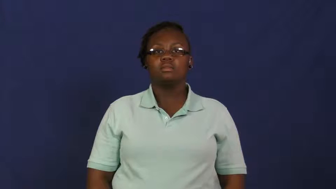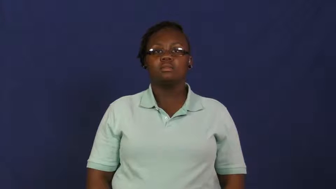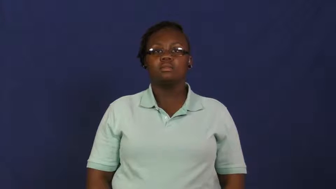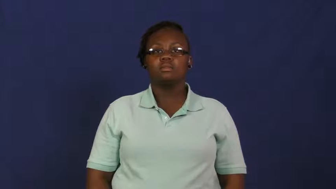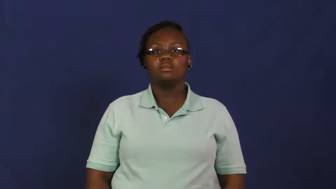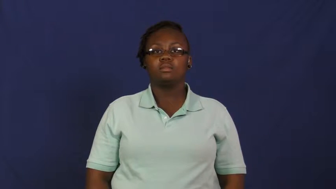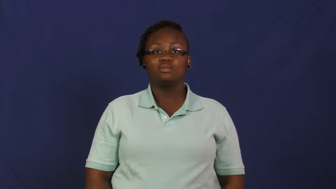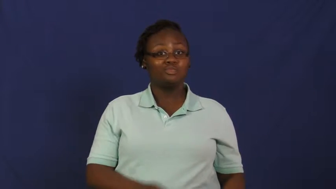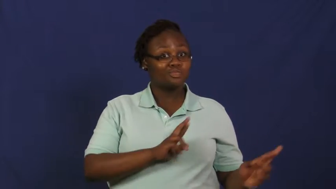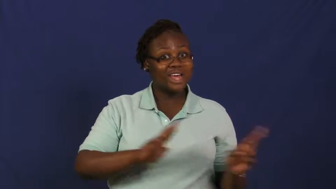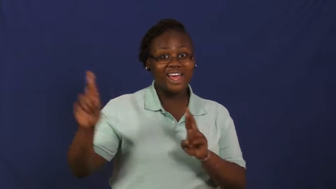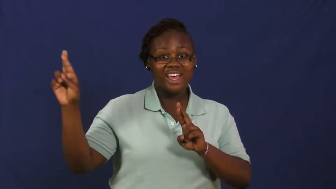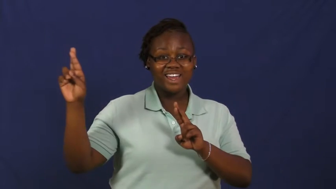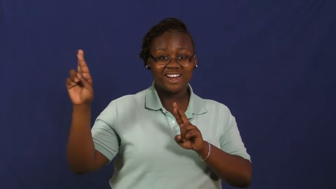set-ready